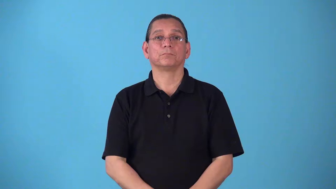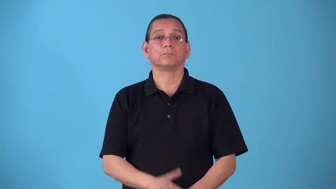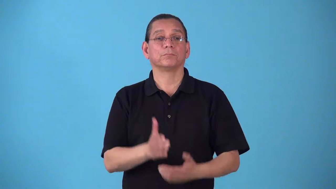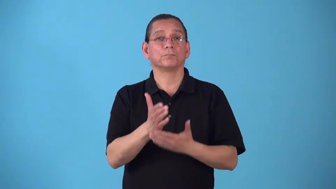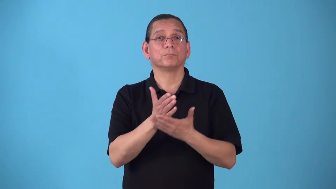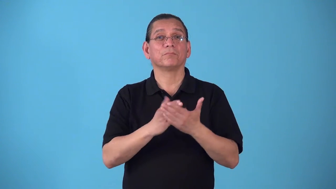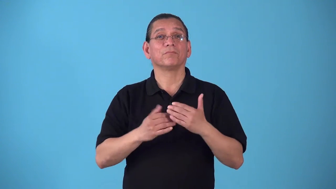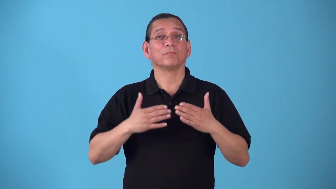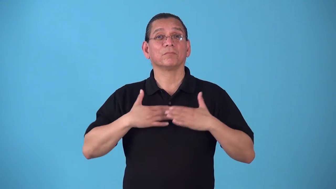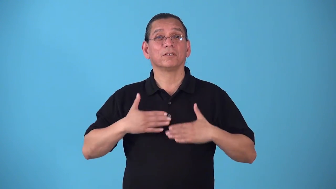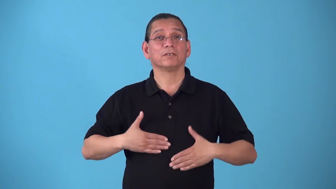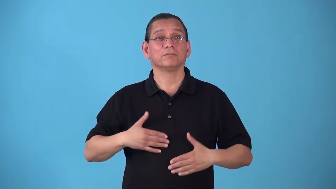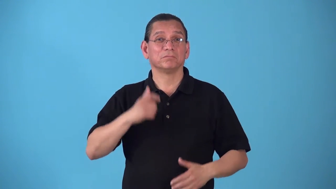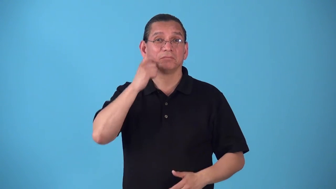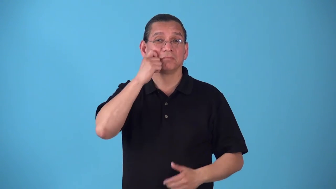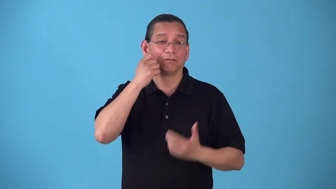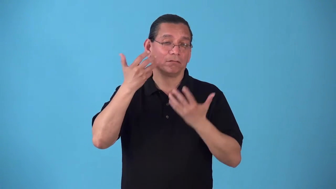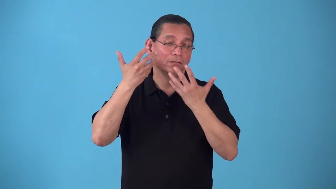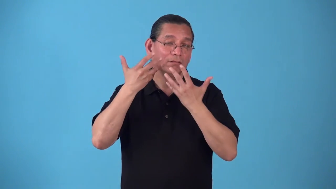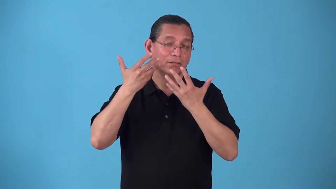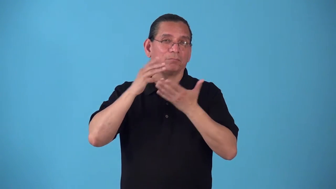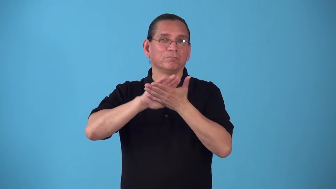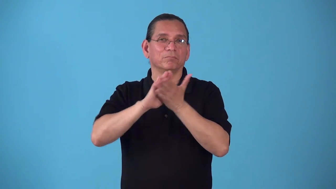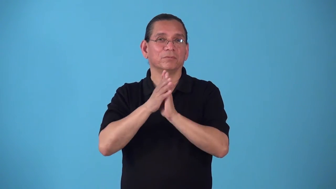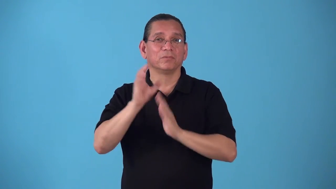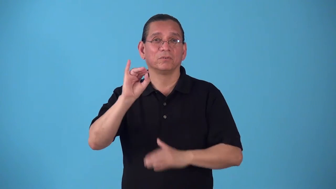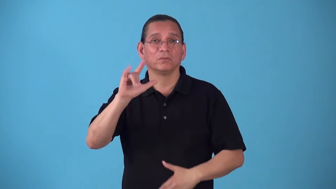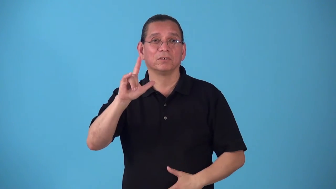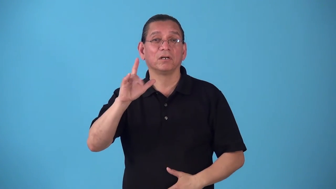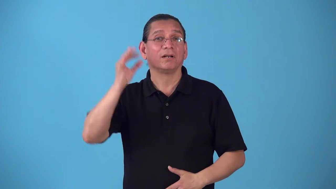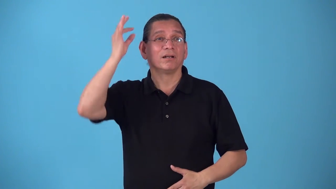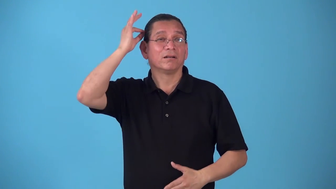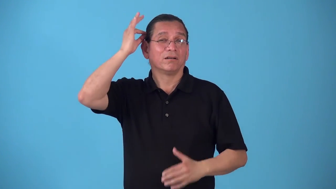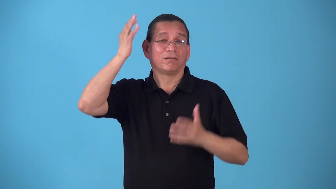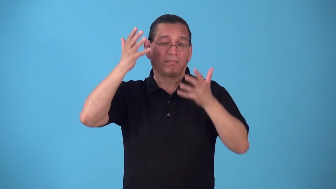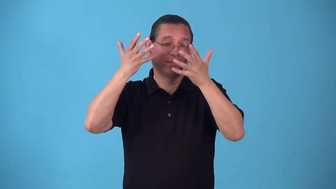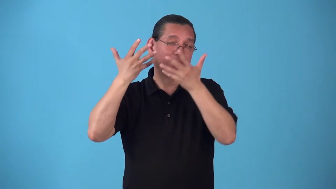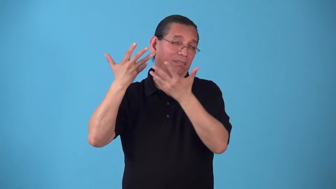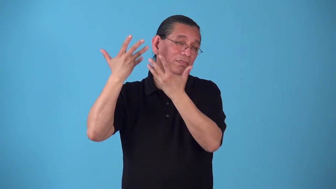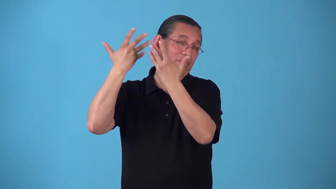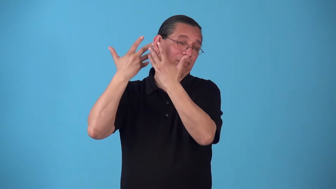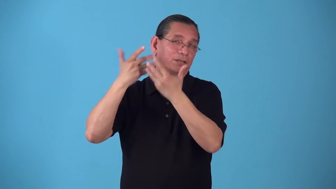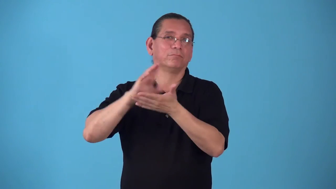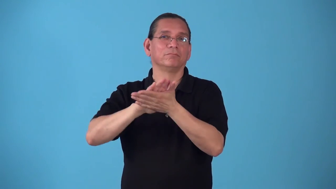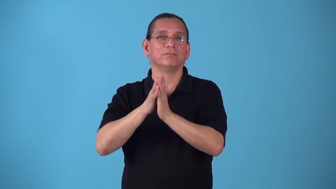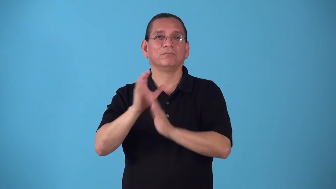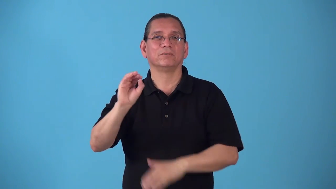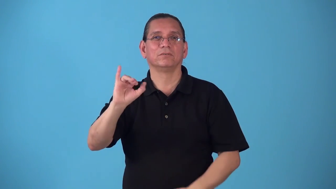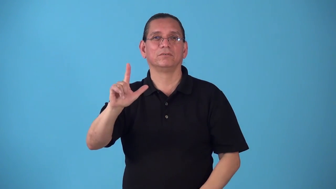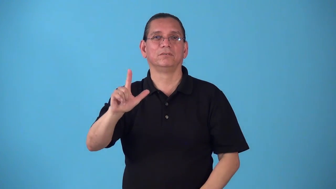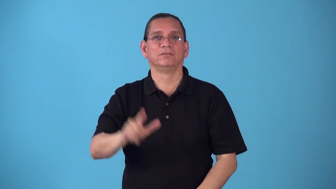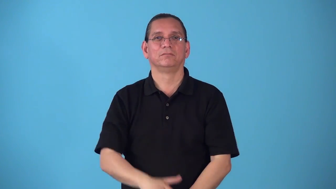sebaceous